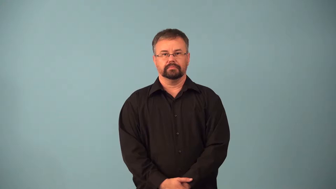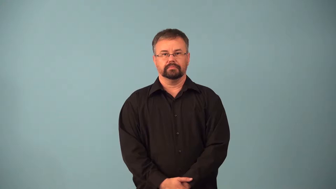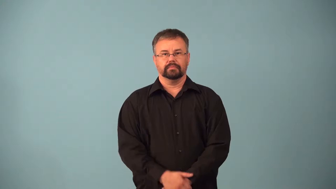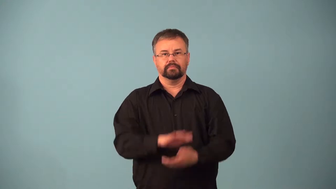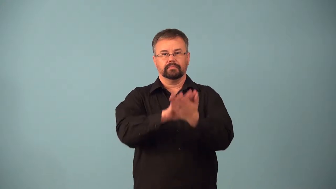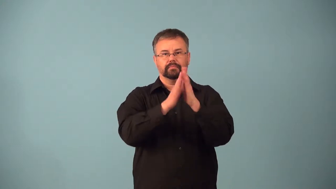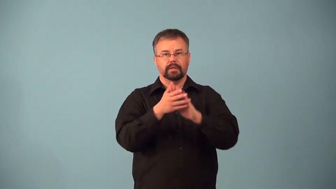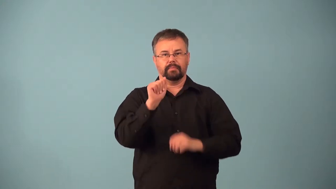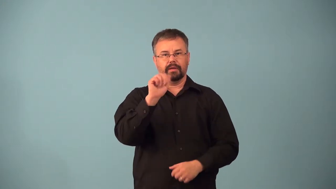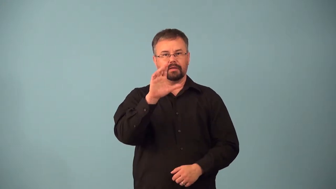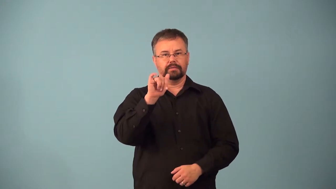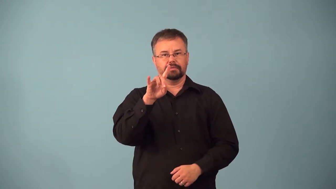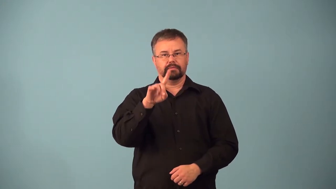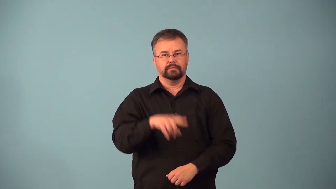acidify